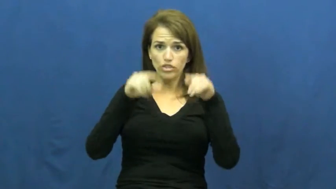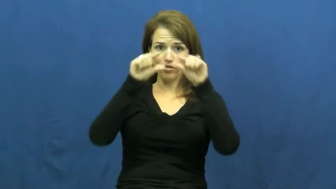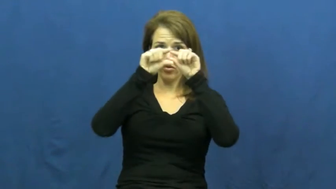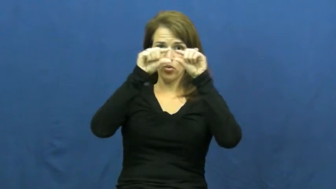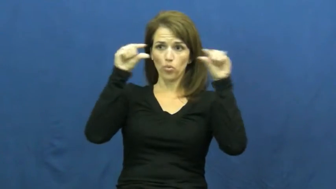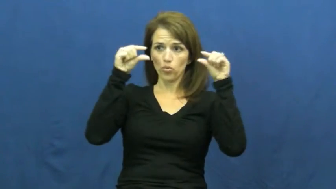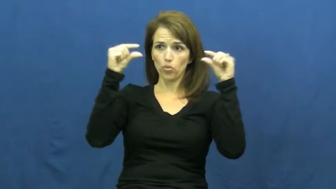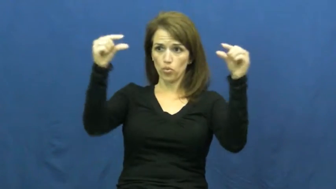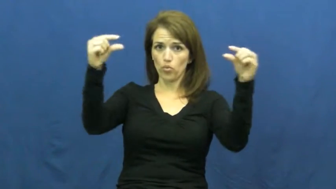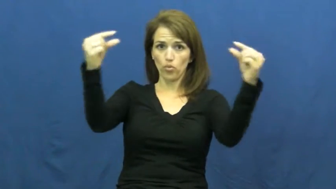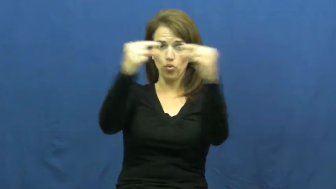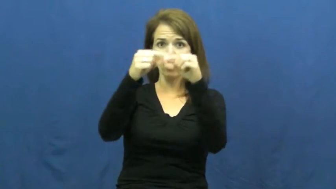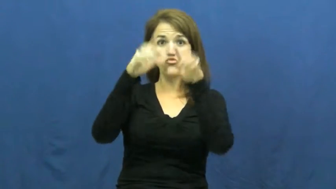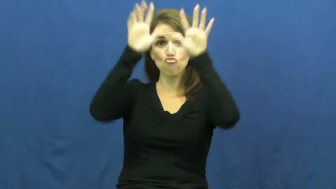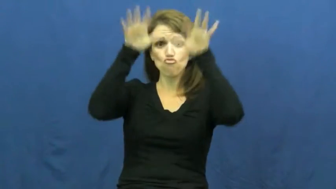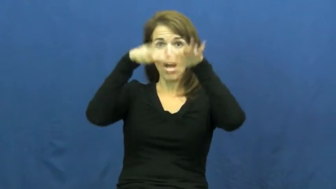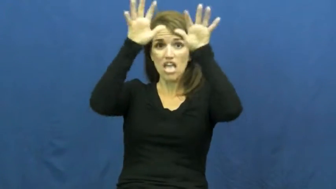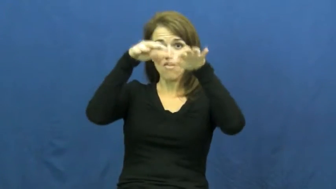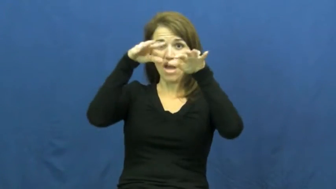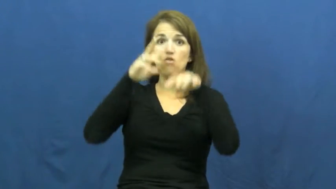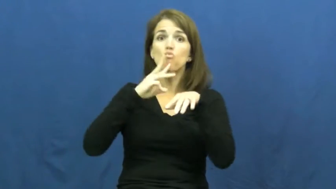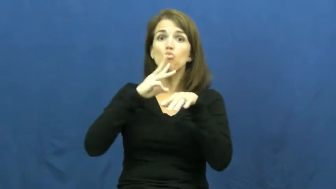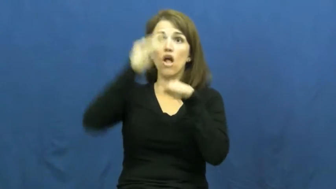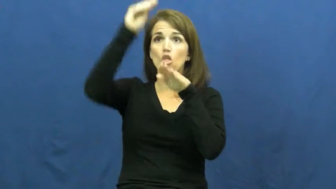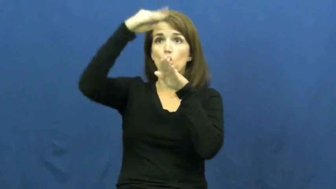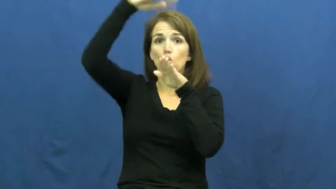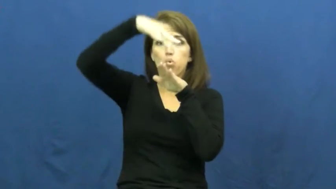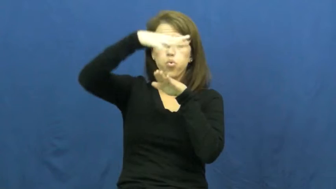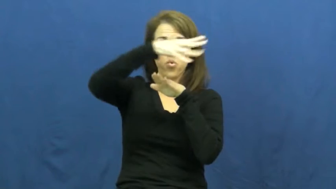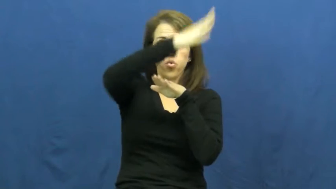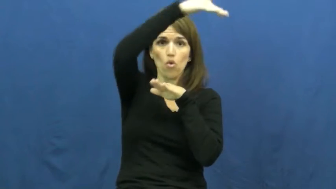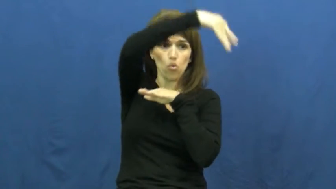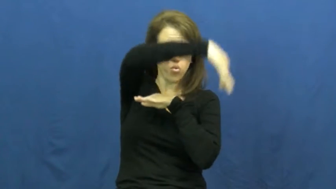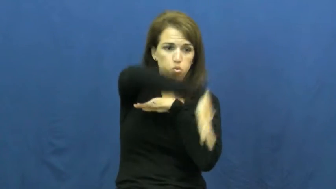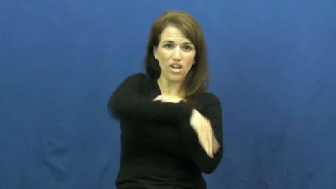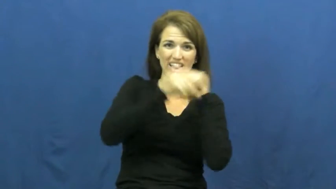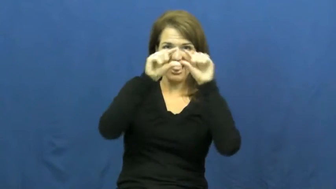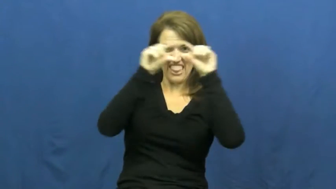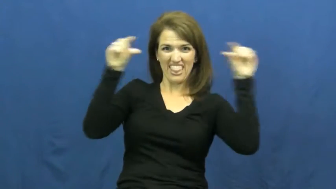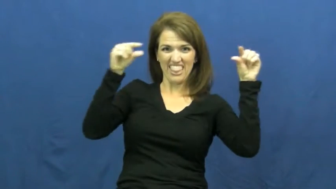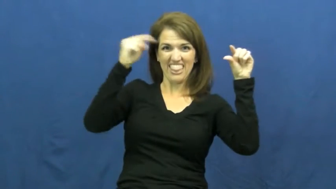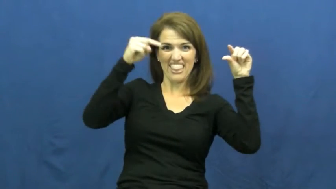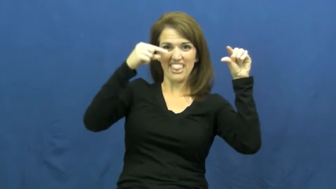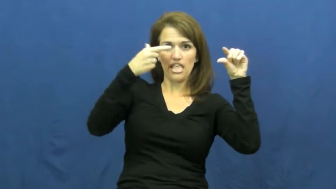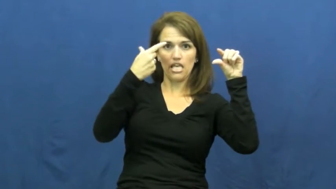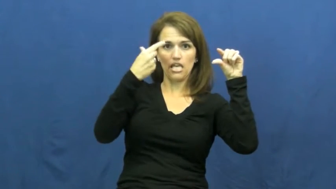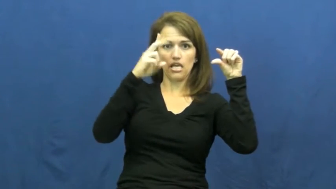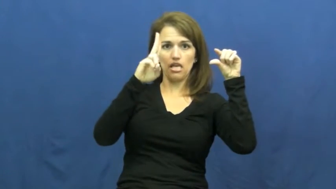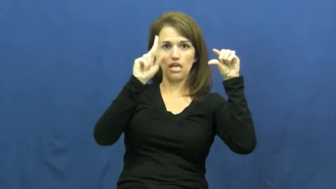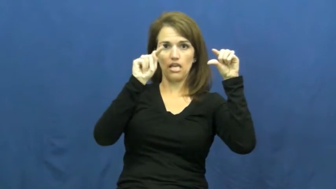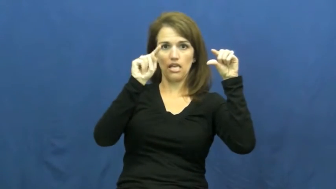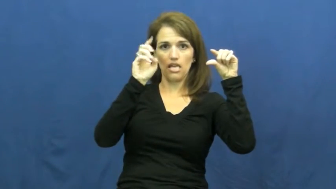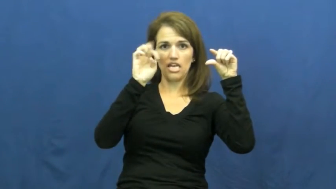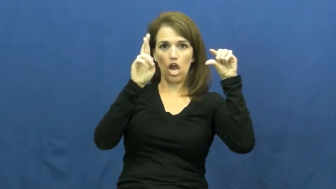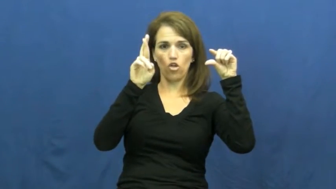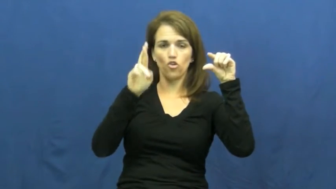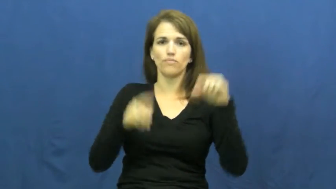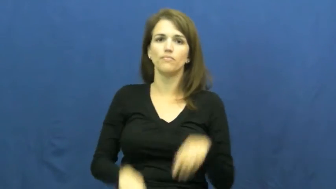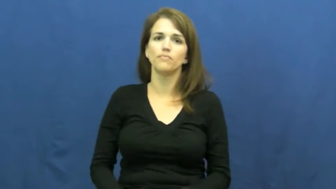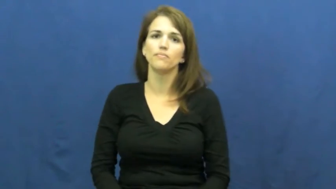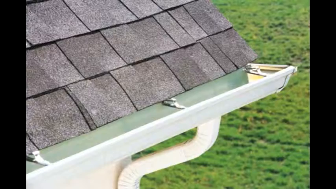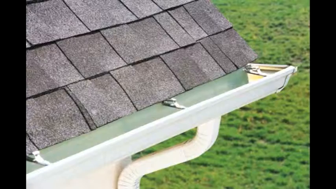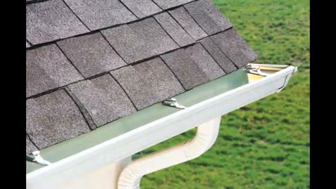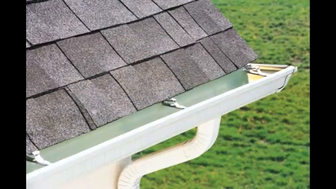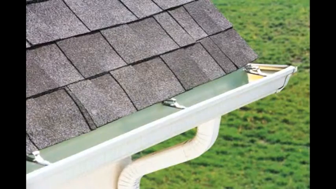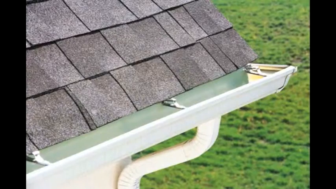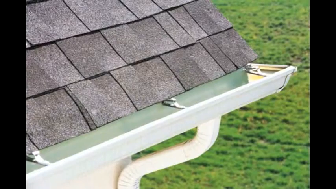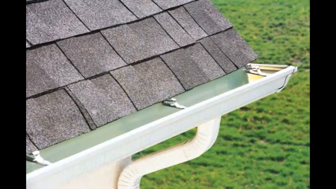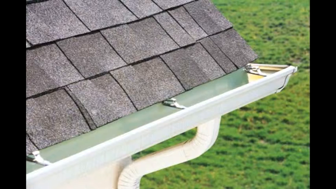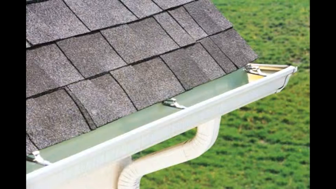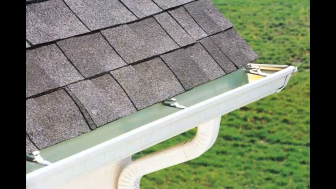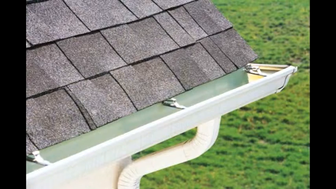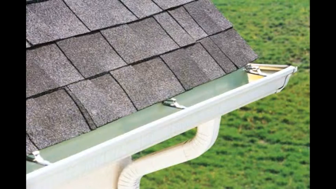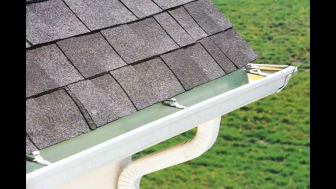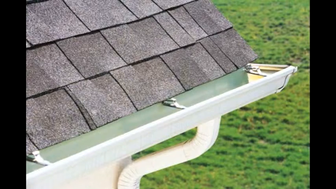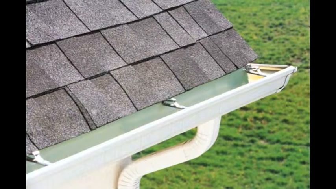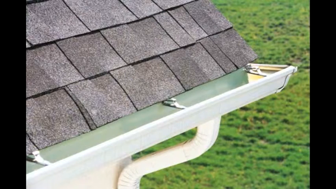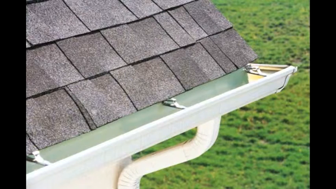gutter-house